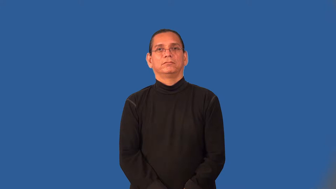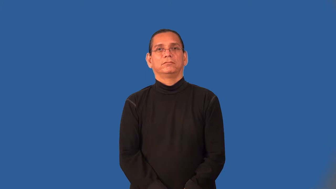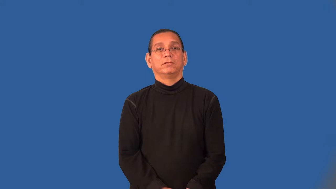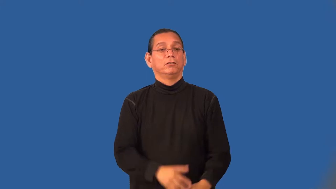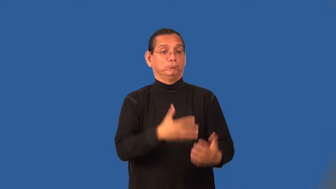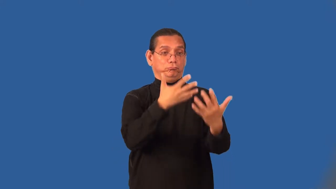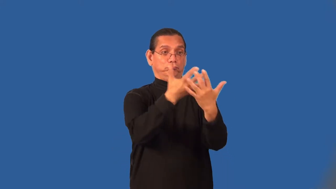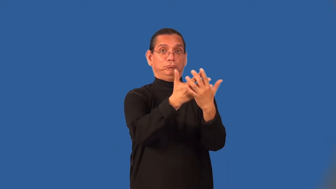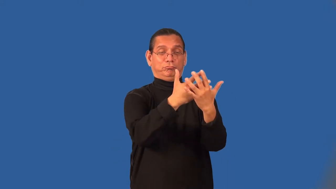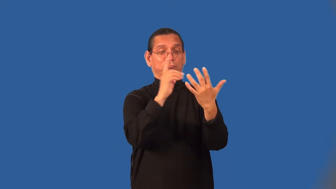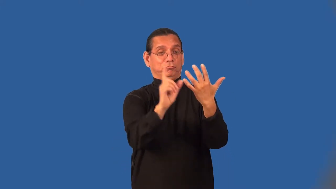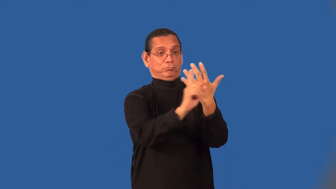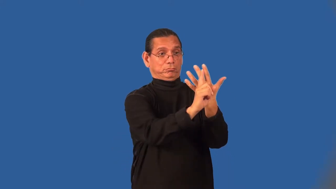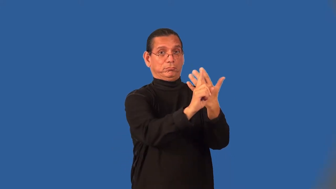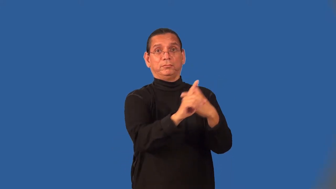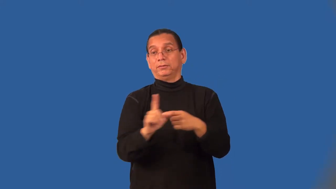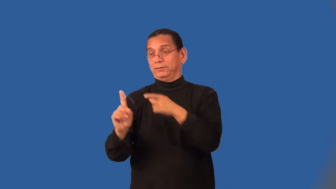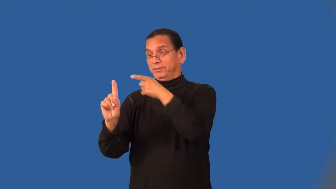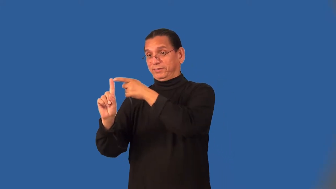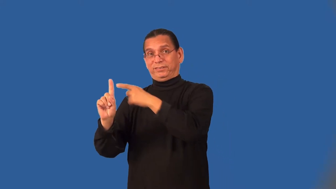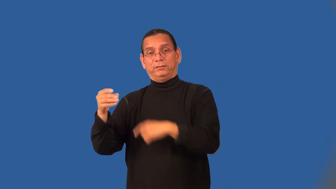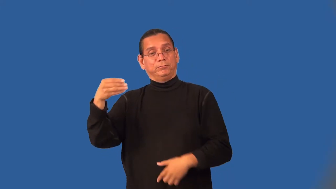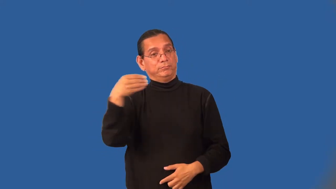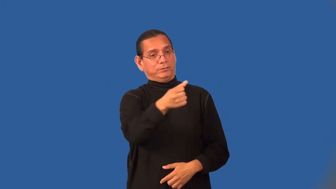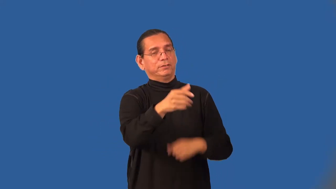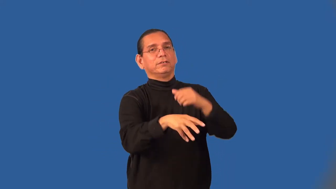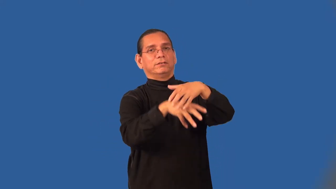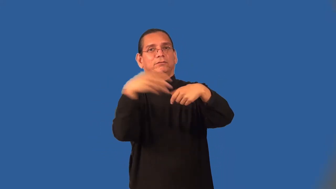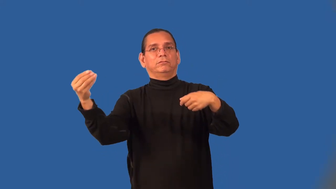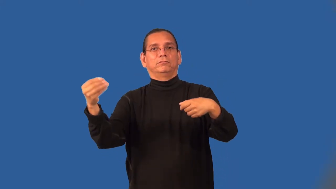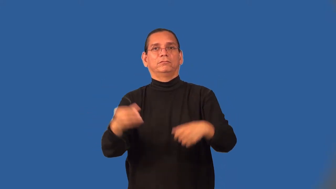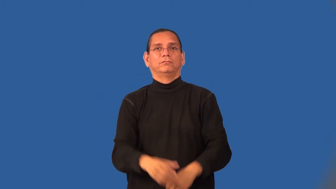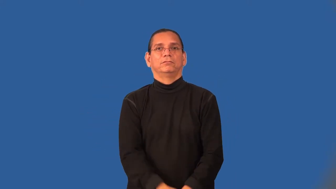bailsman,bondsman,surety